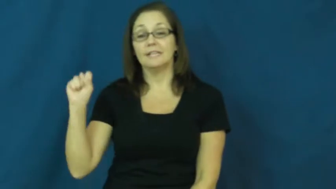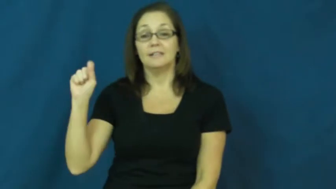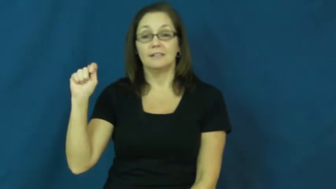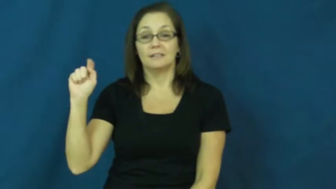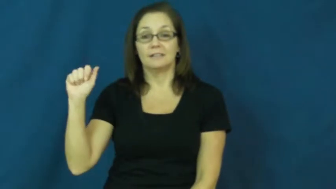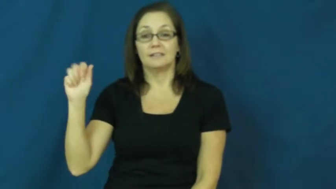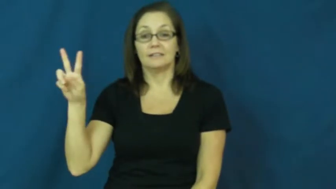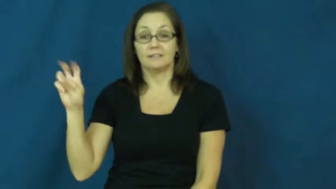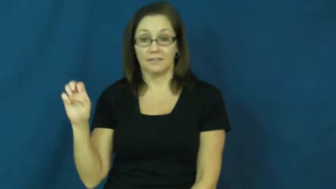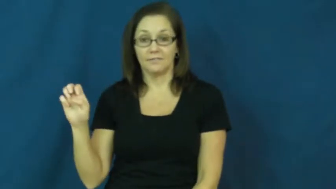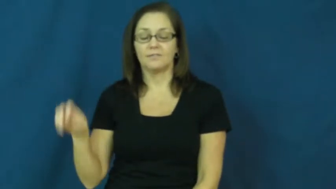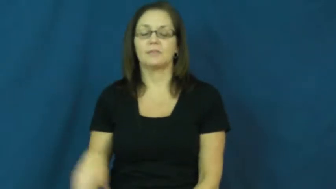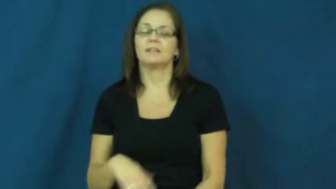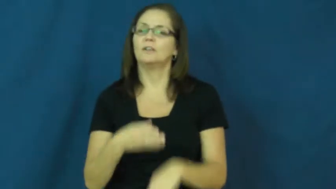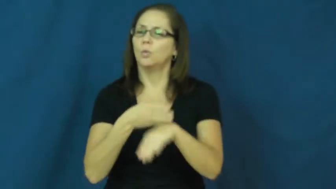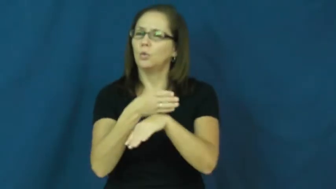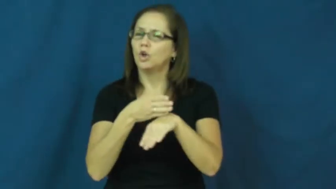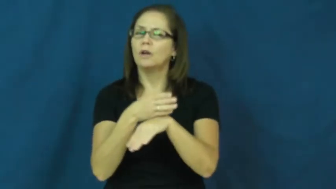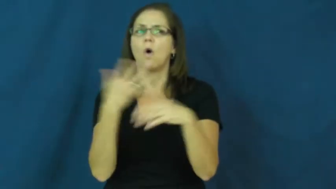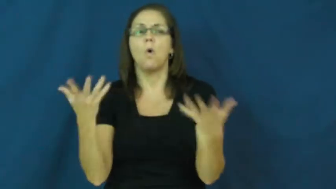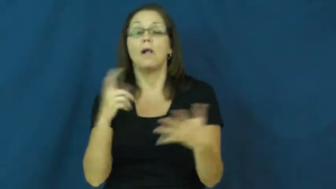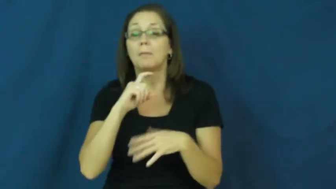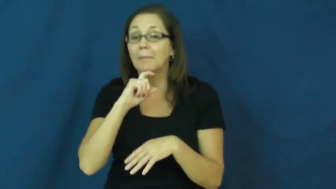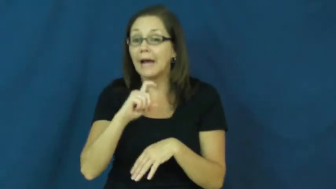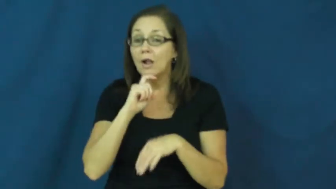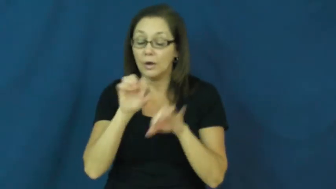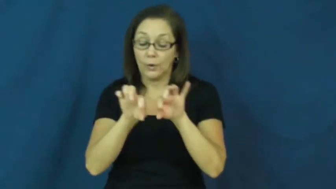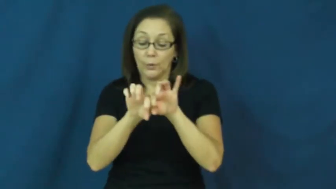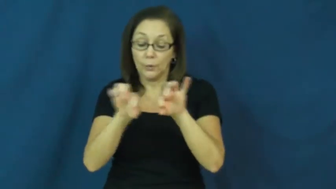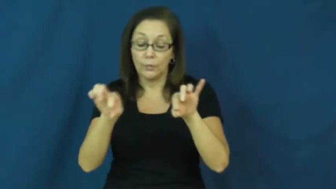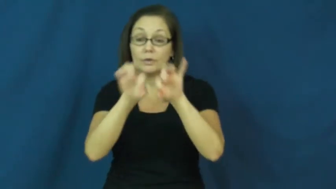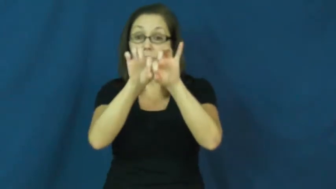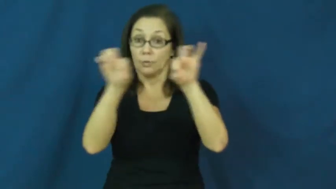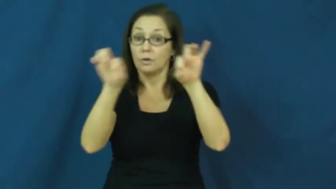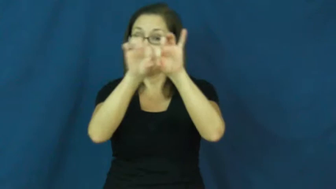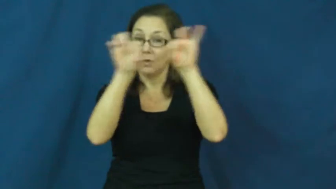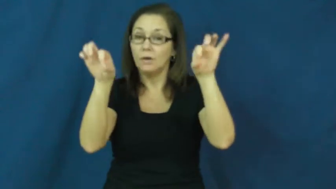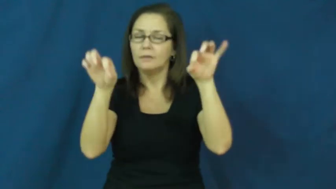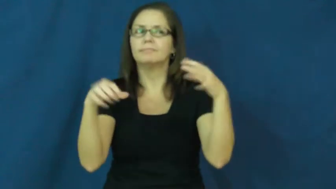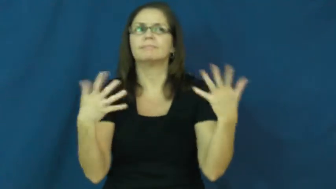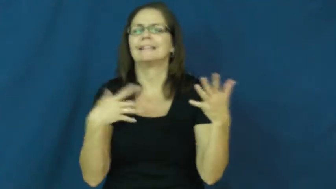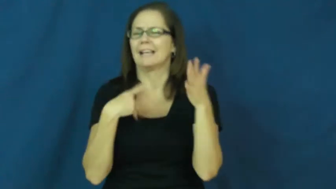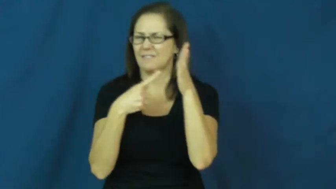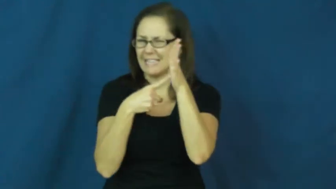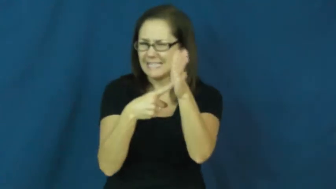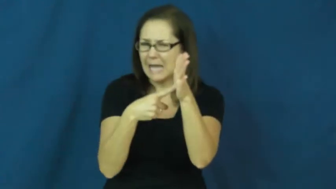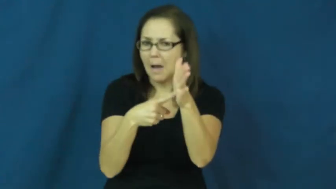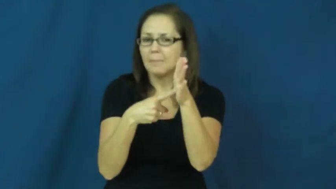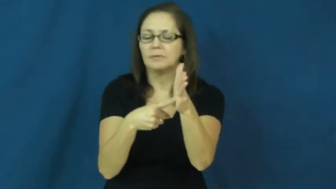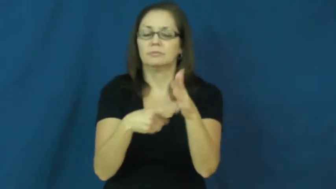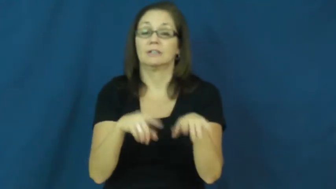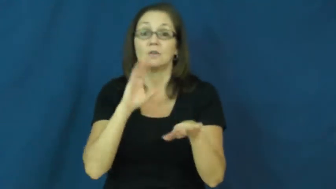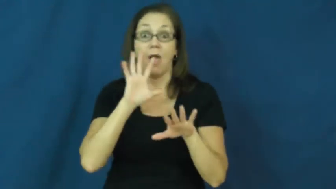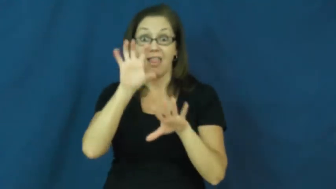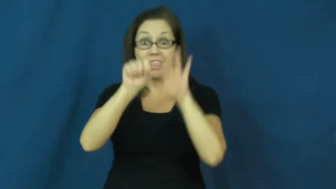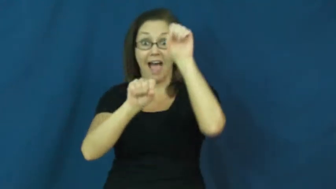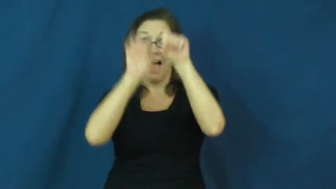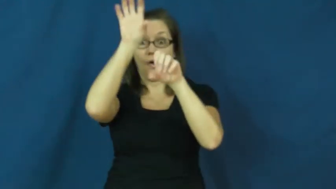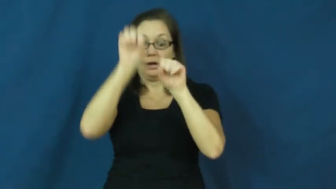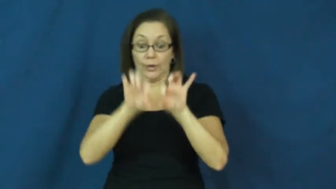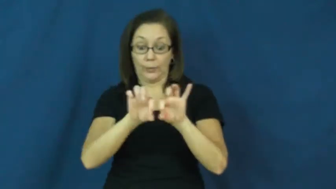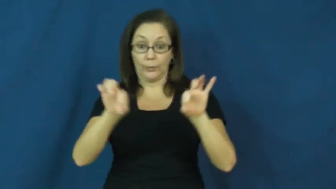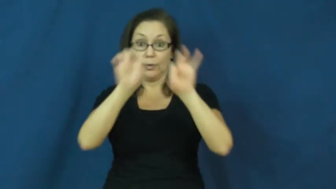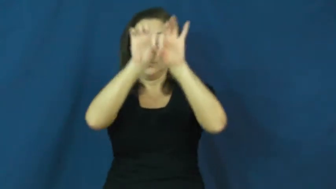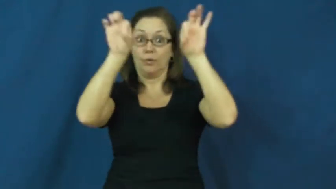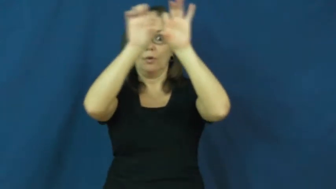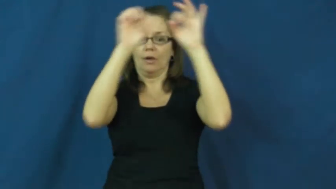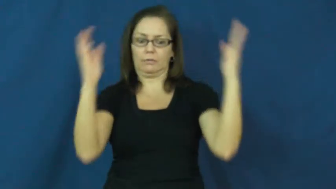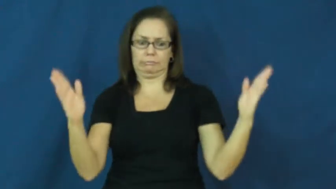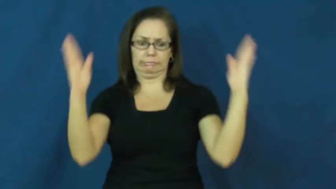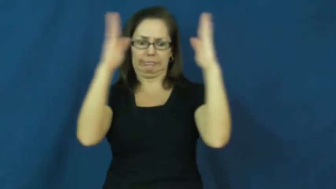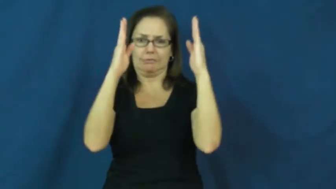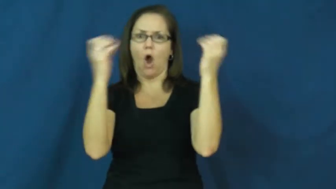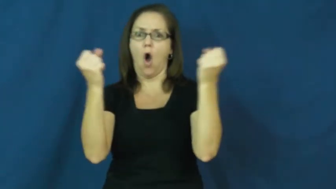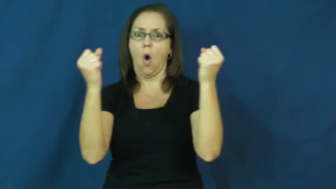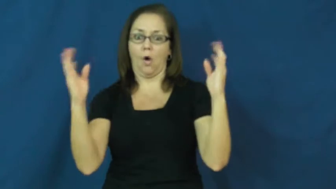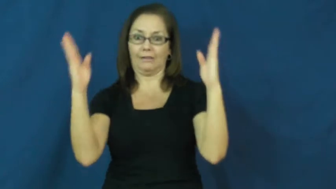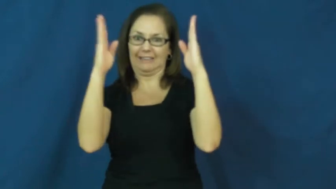stave